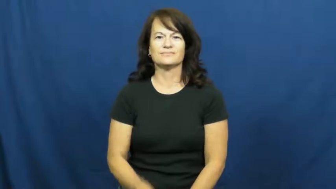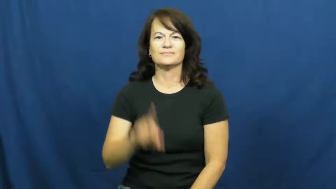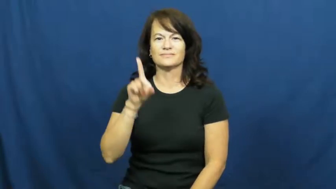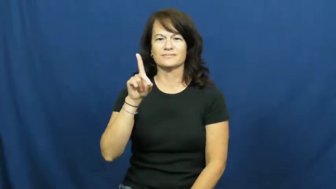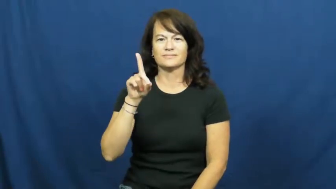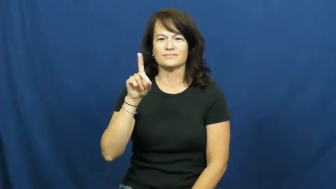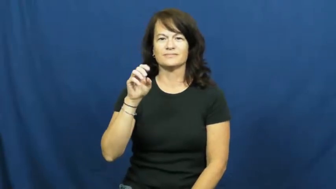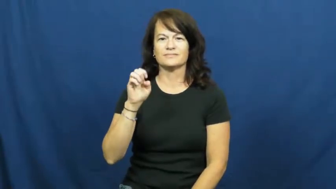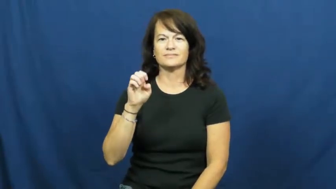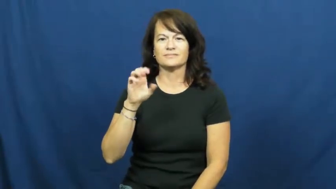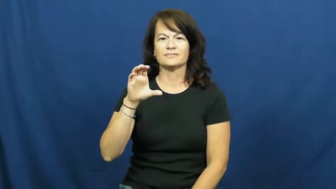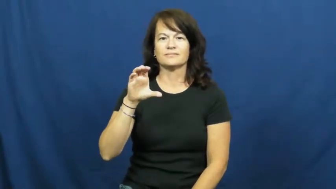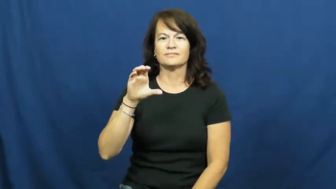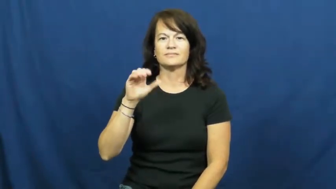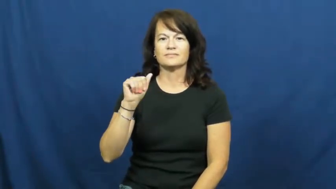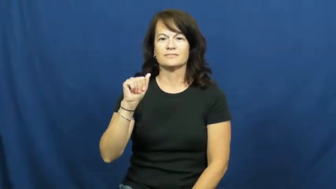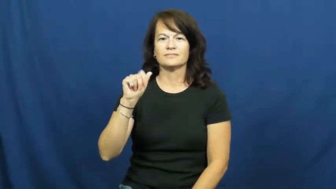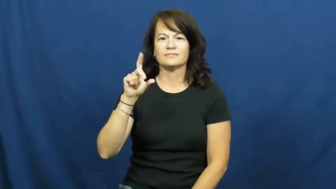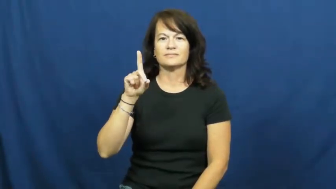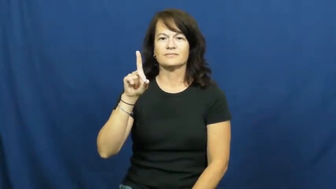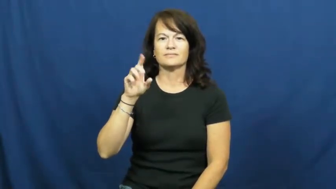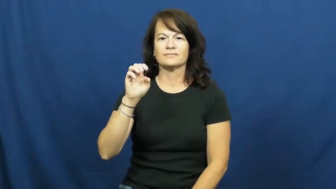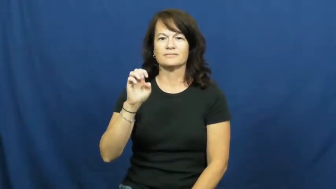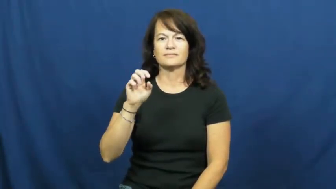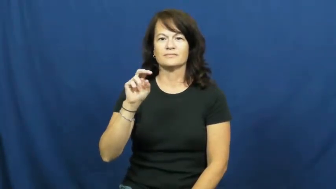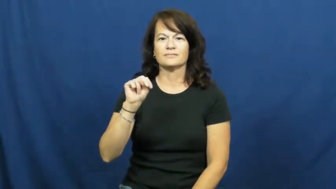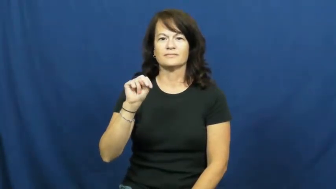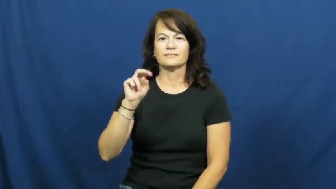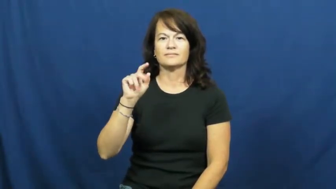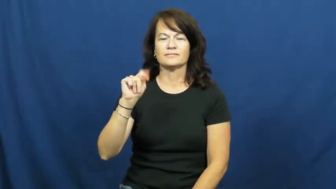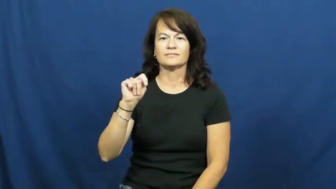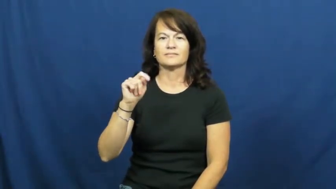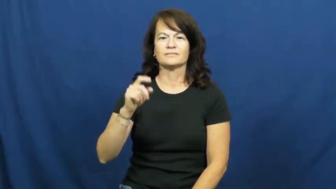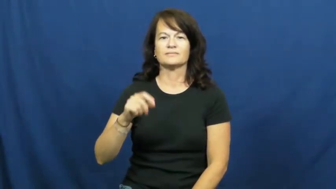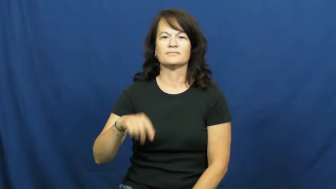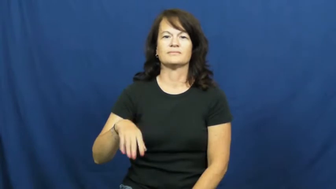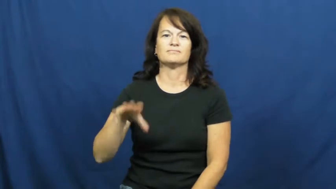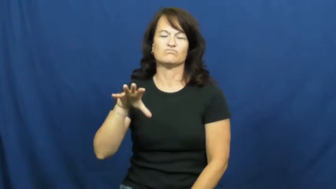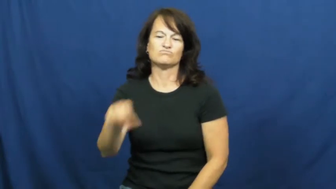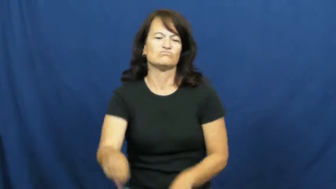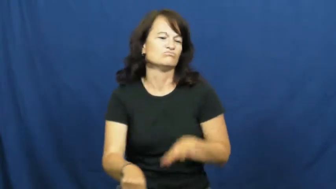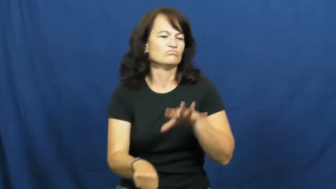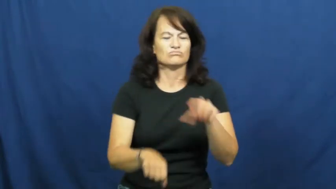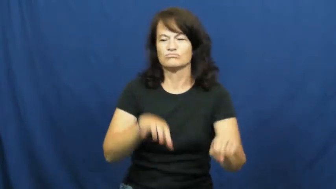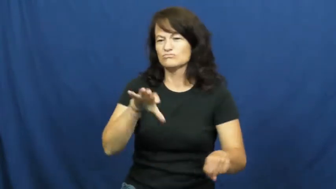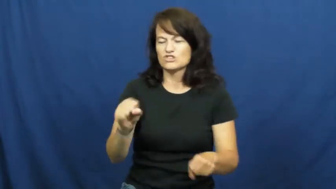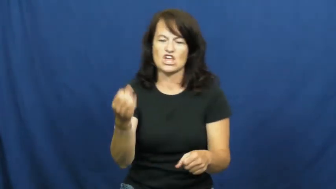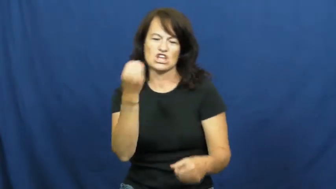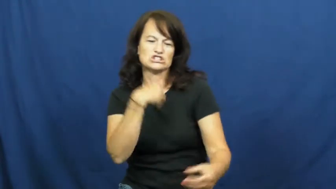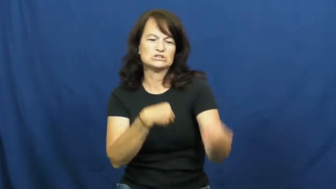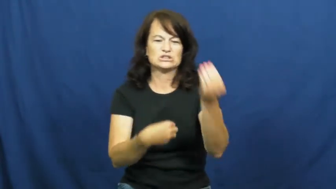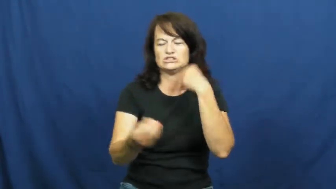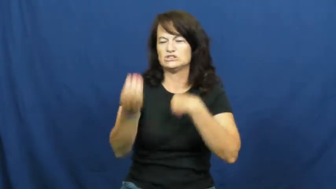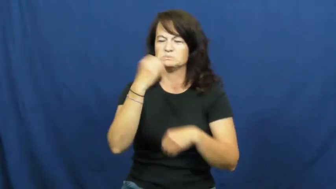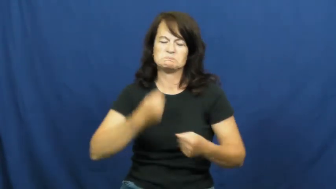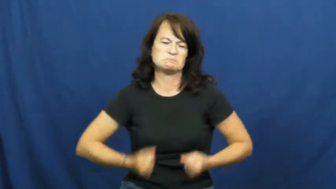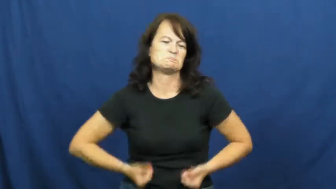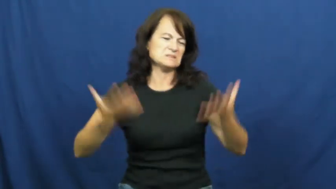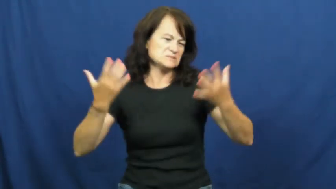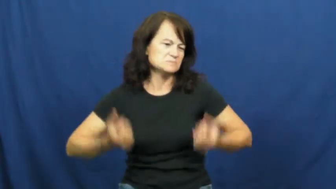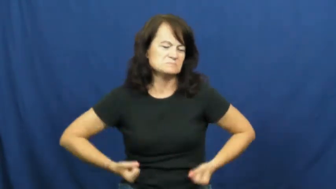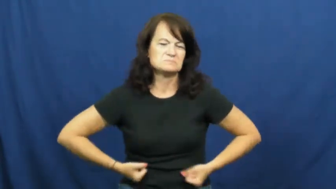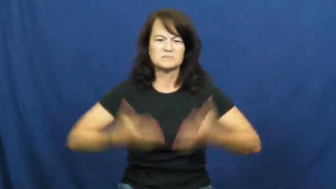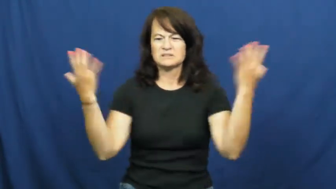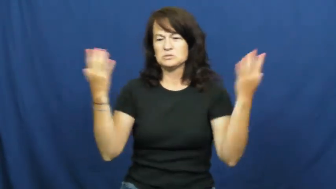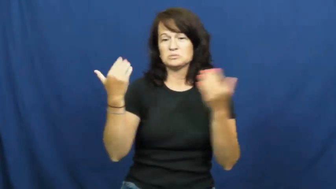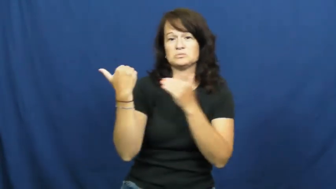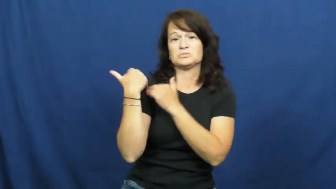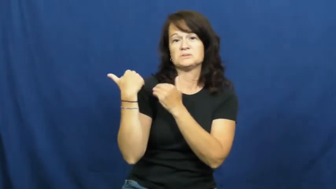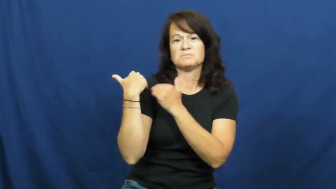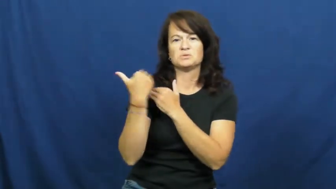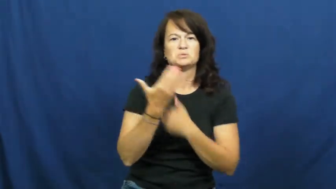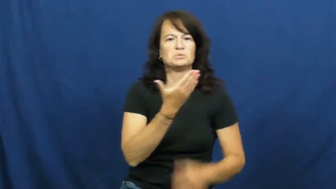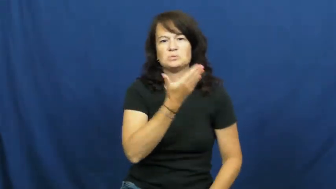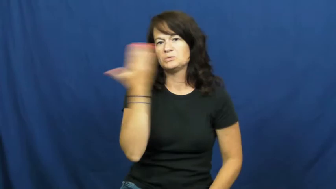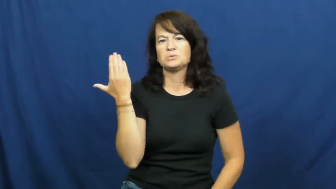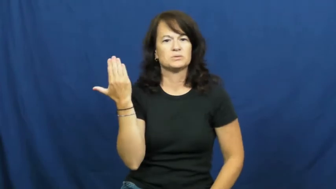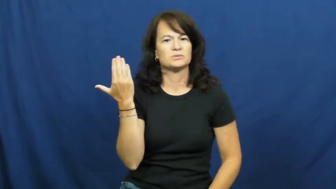decadent